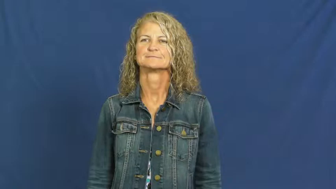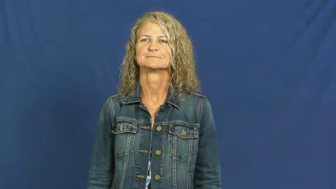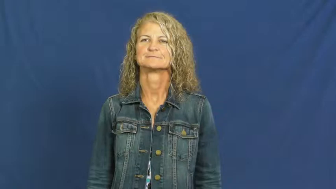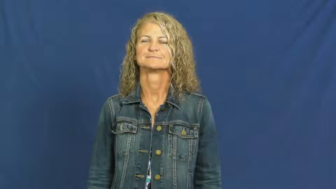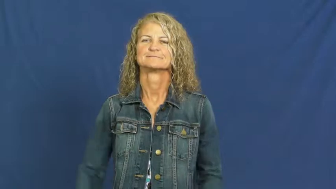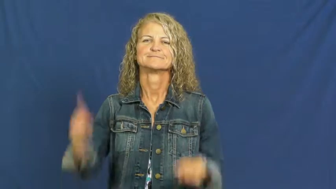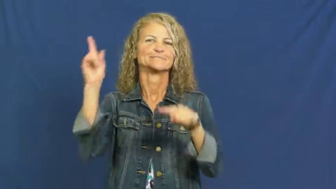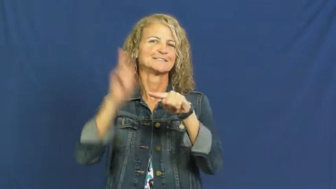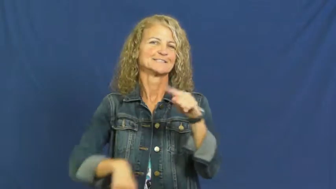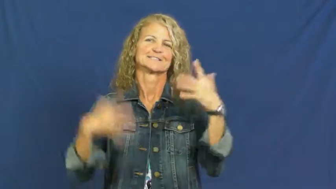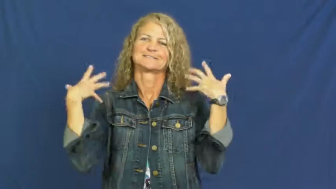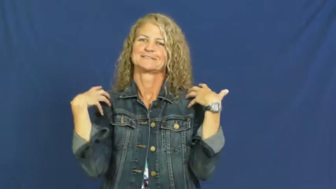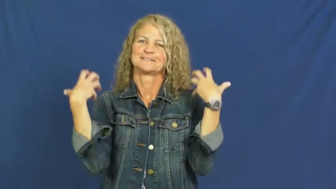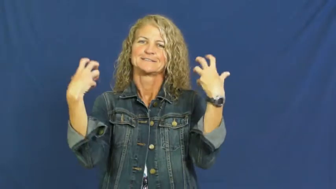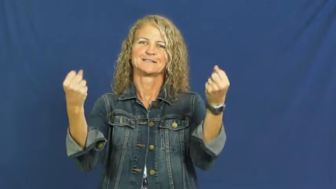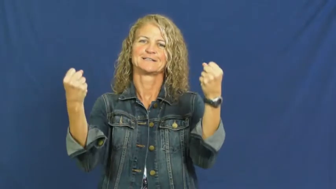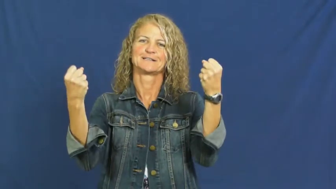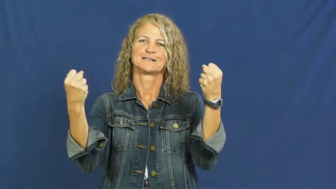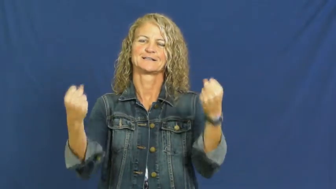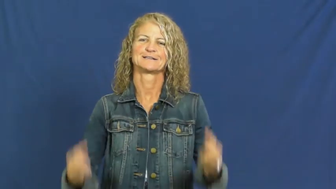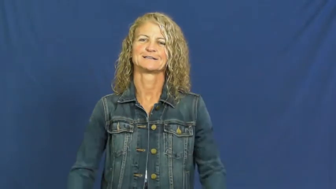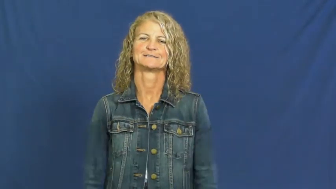incurable,invalidism